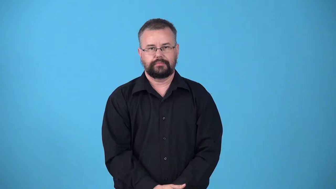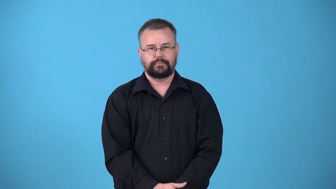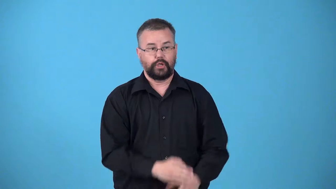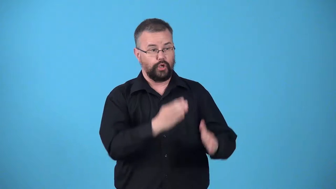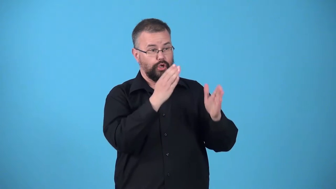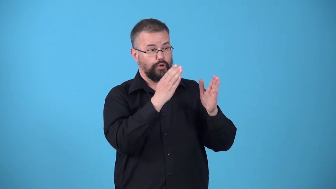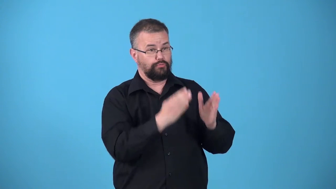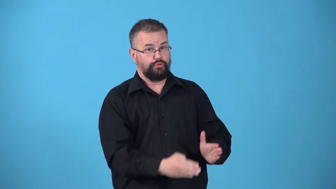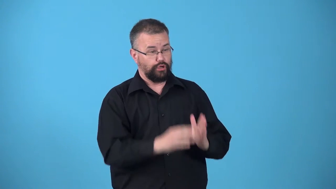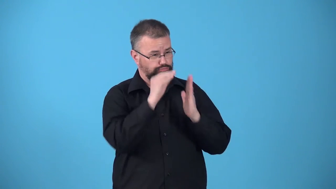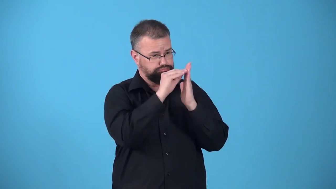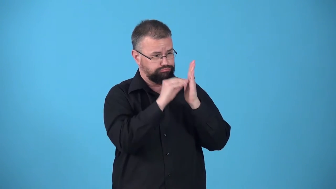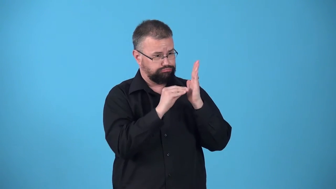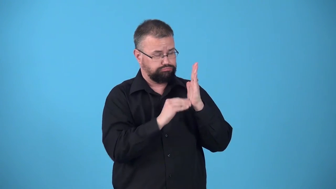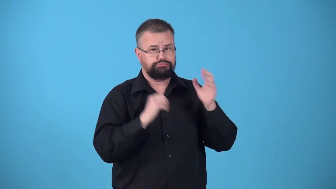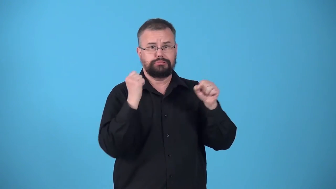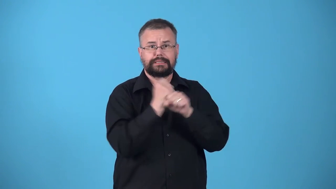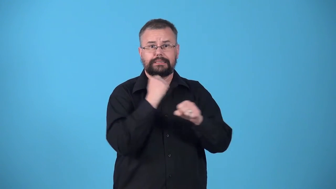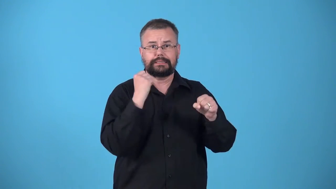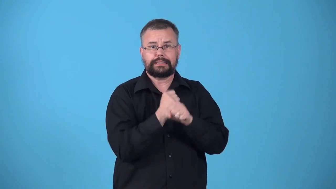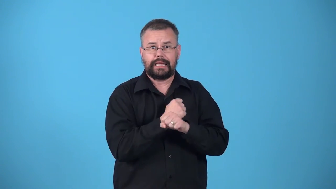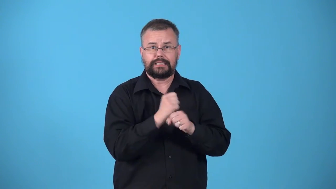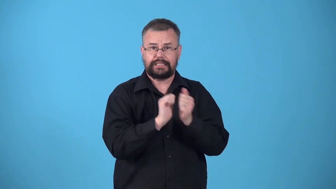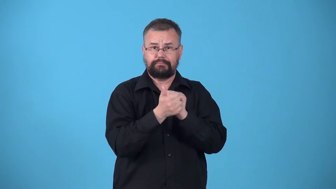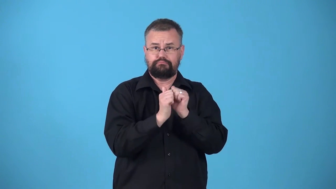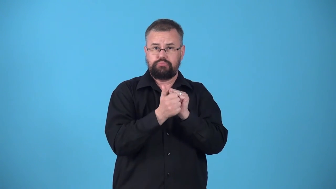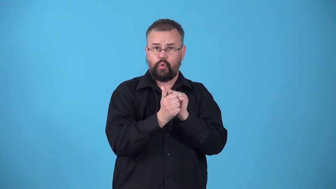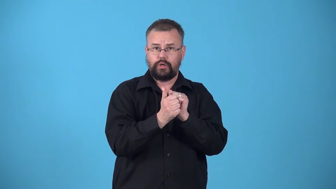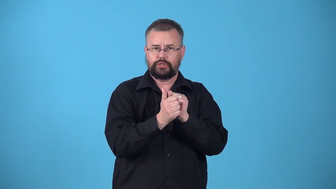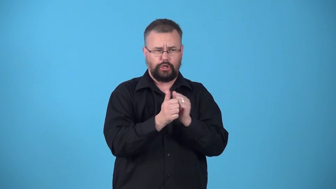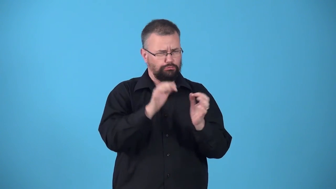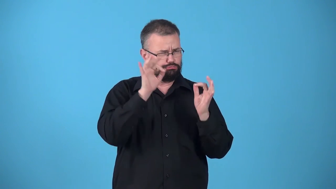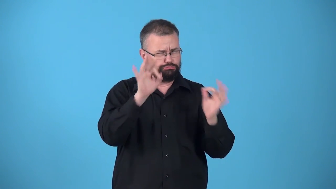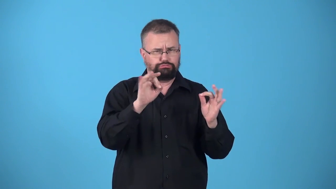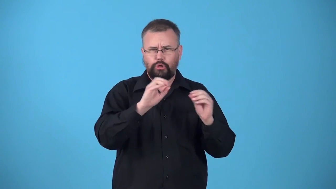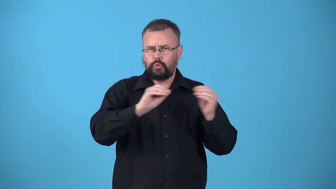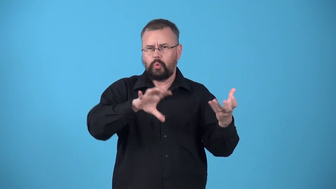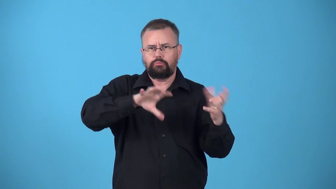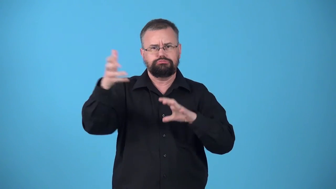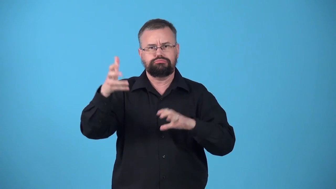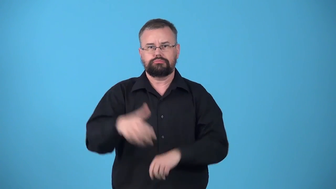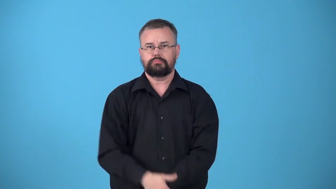untarnished-record in sports